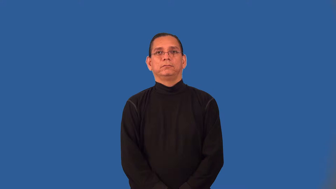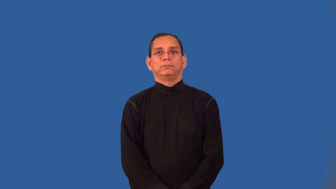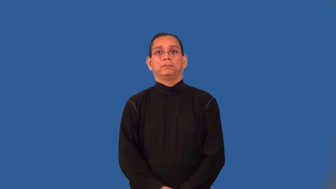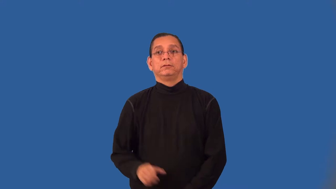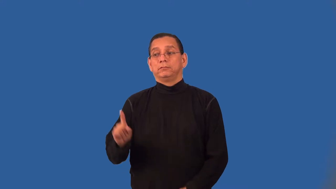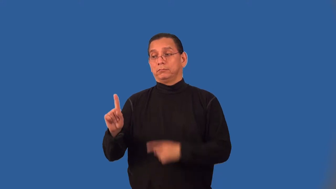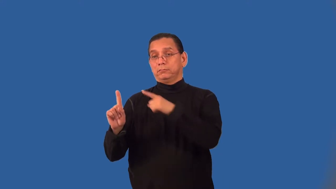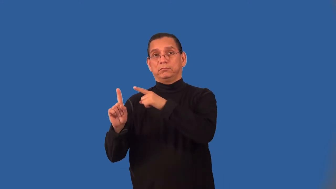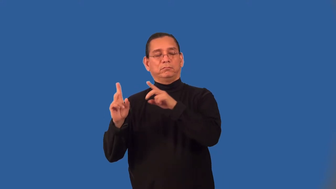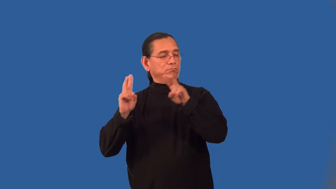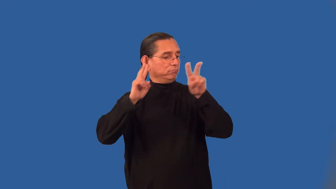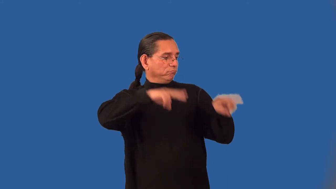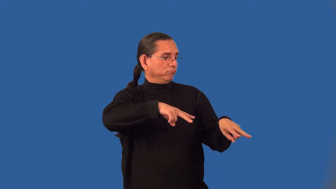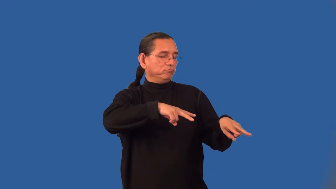patronizer